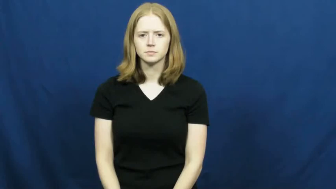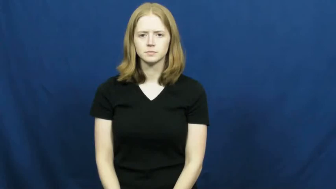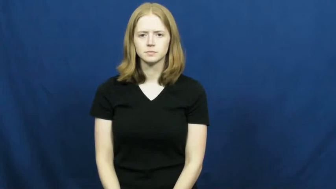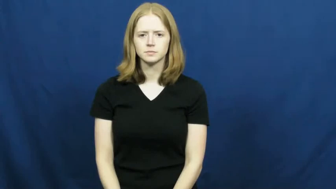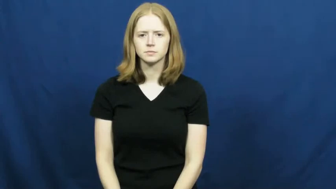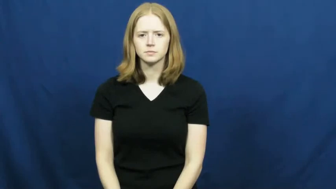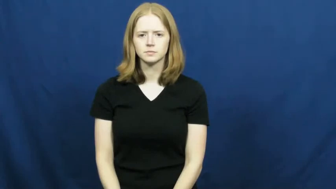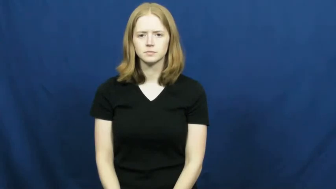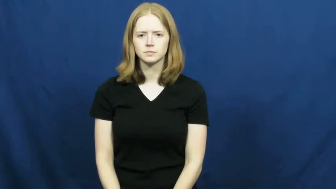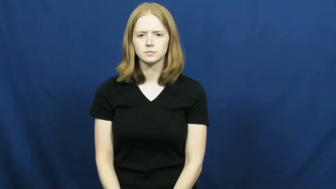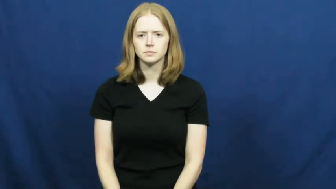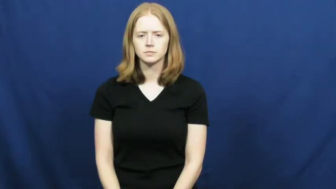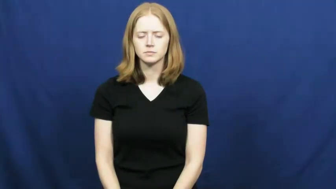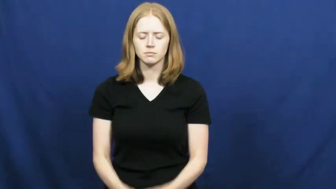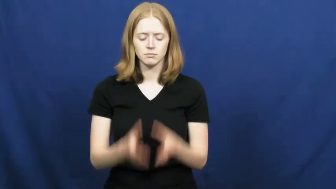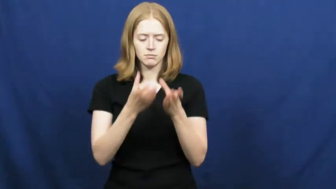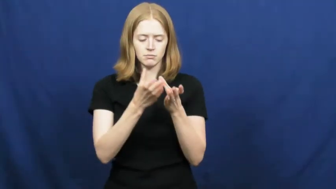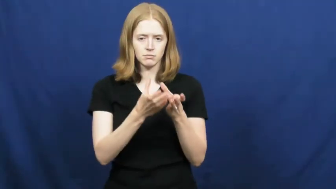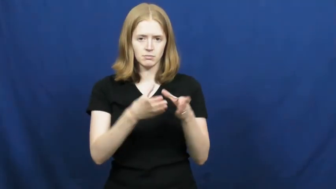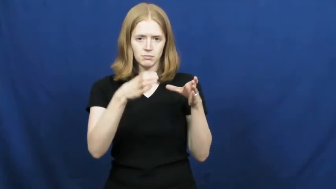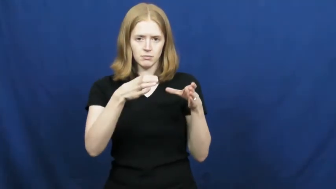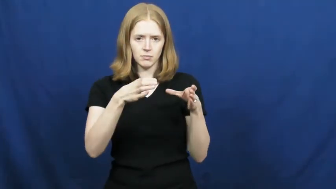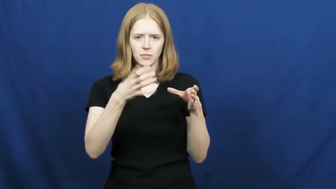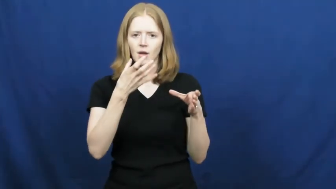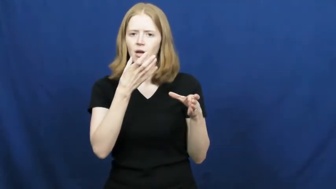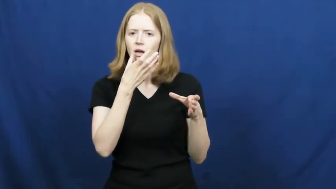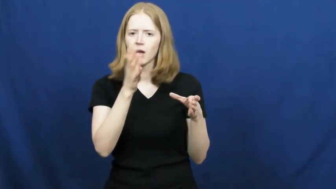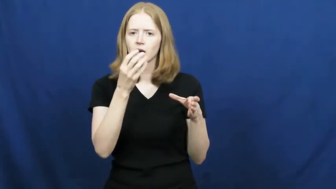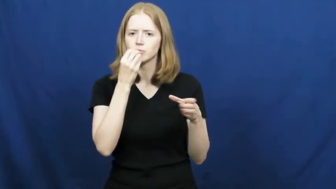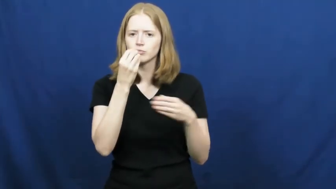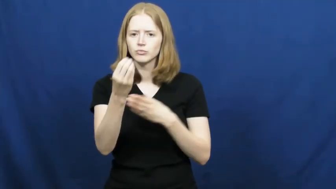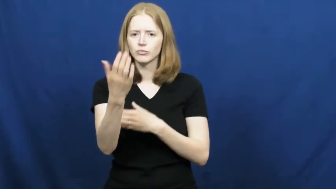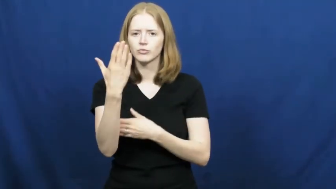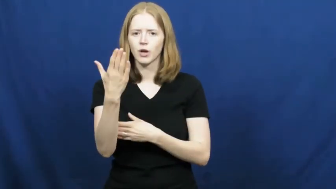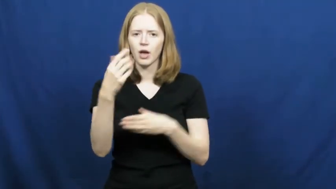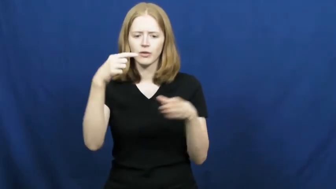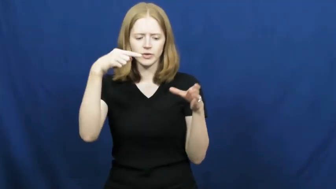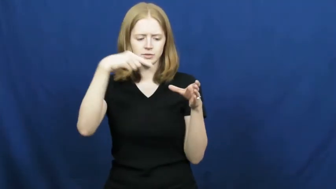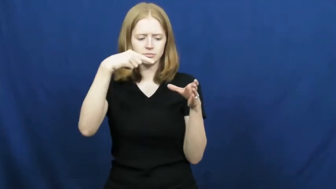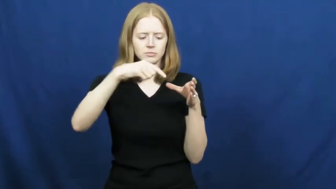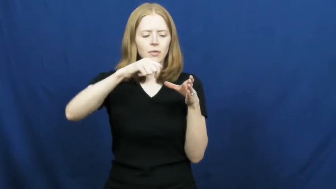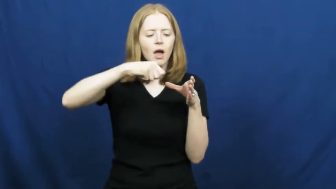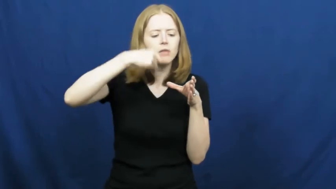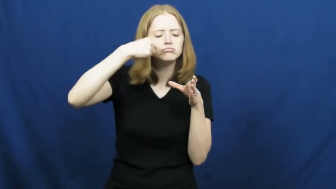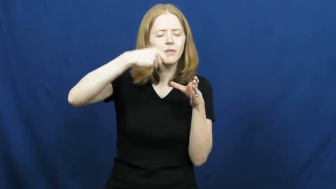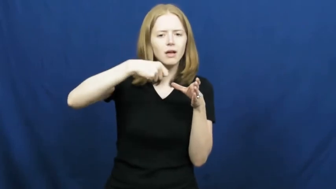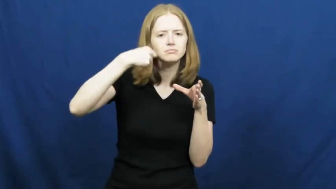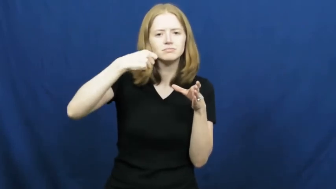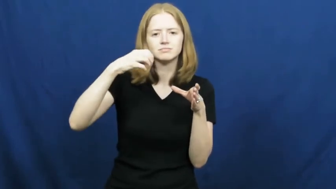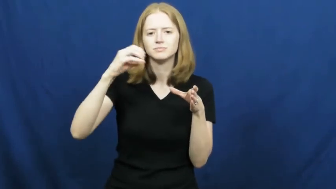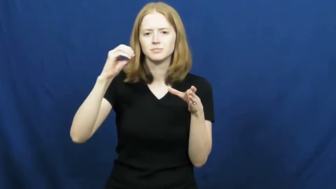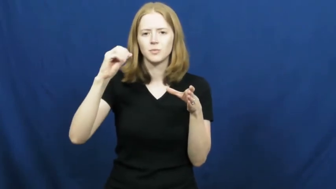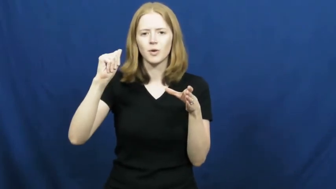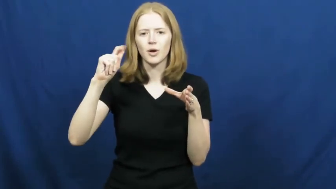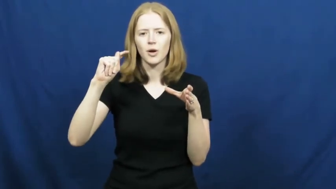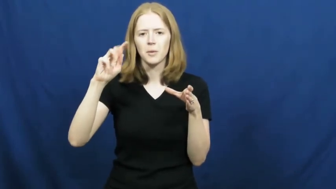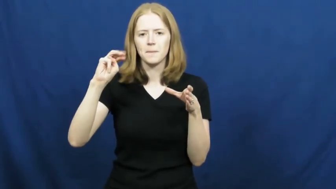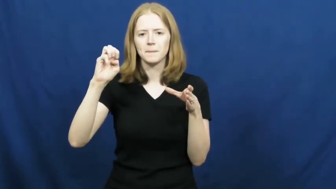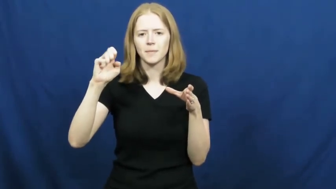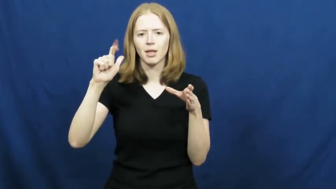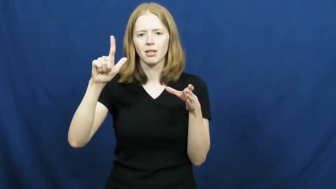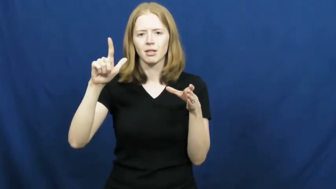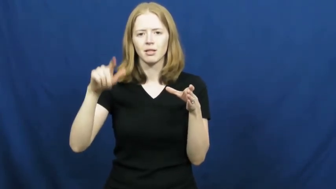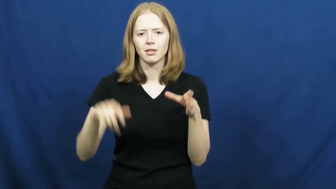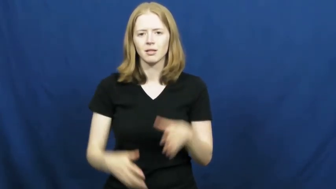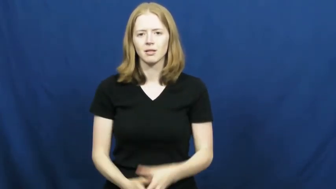oatmeal,porridge,gruel,mush